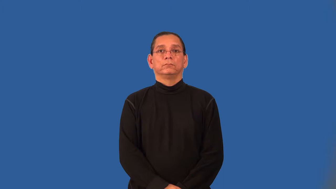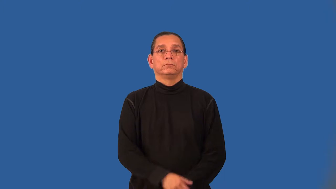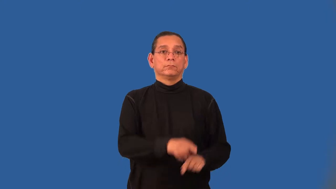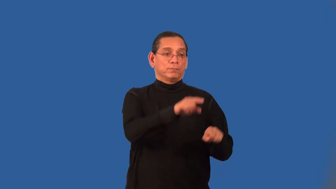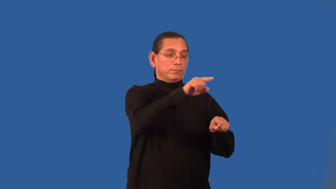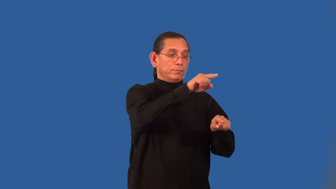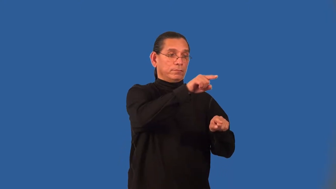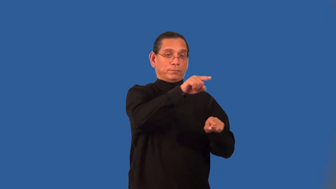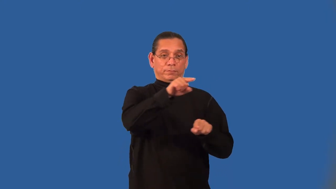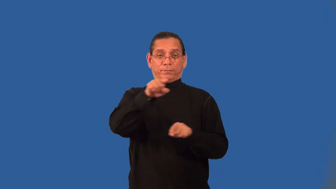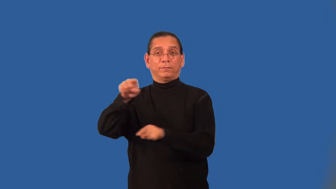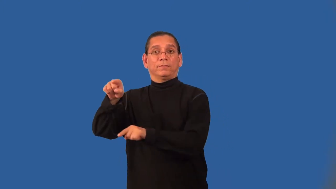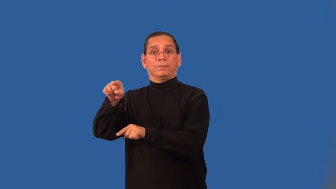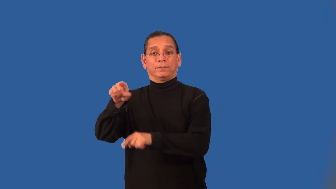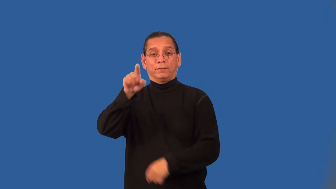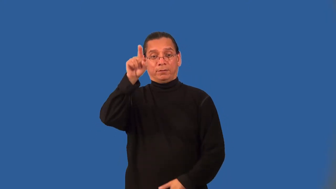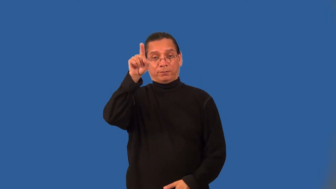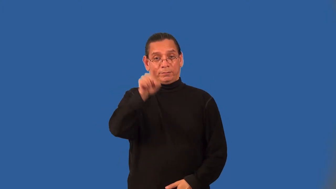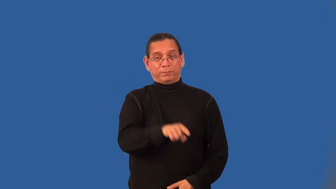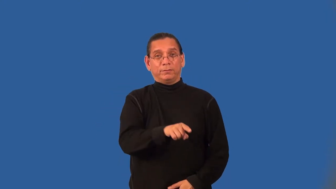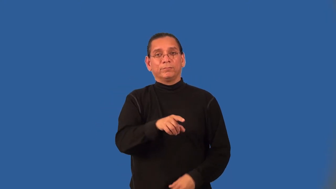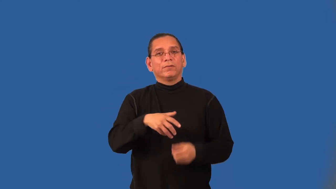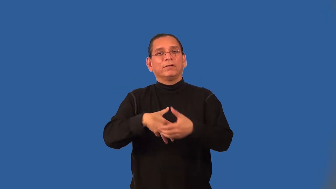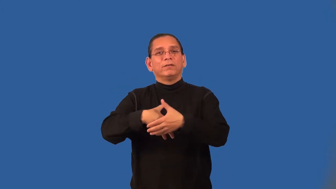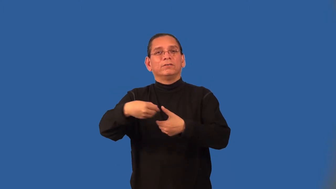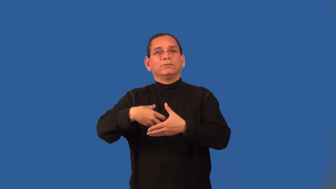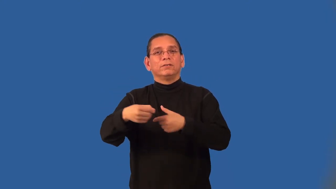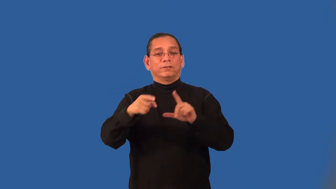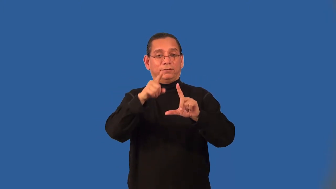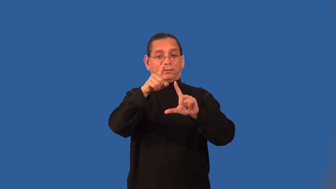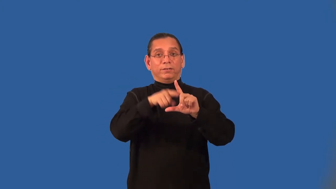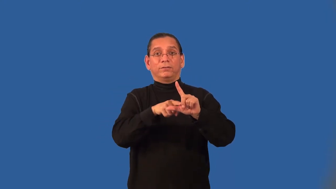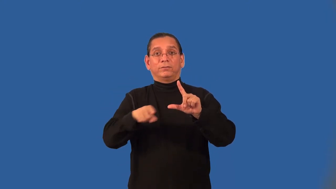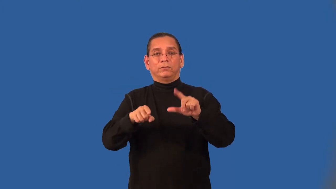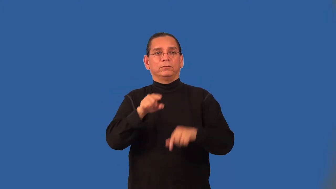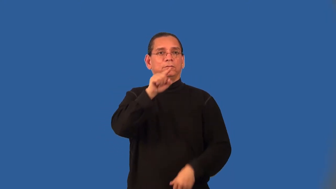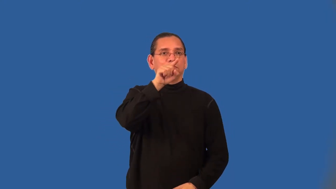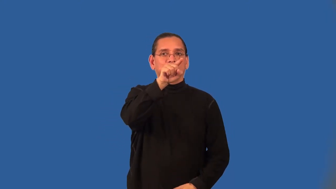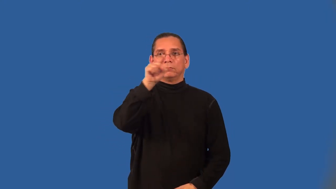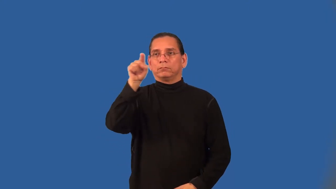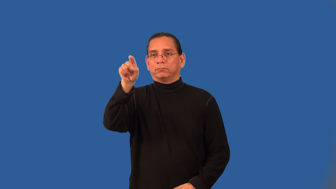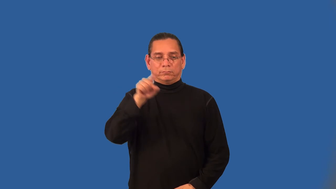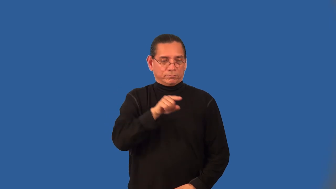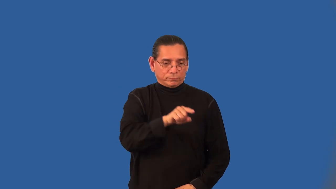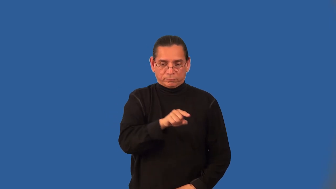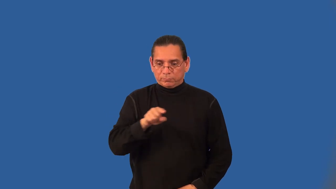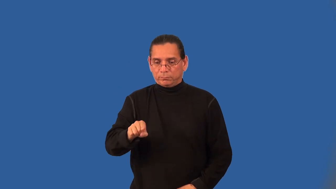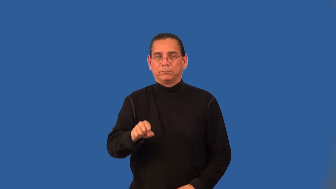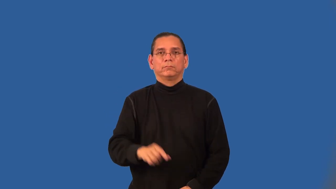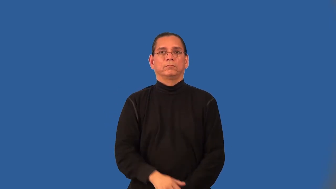alternate exterior angles